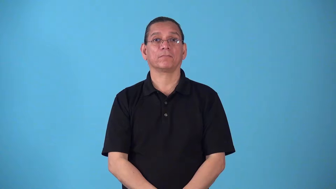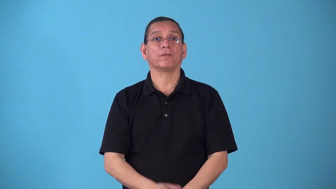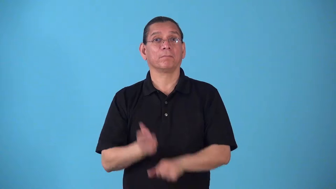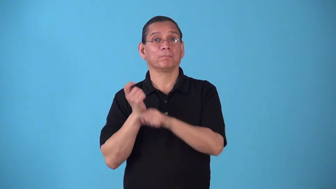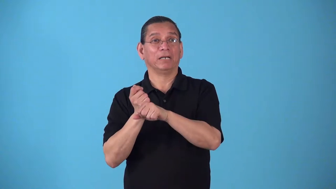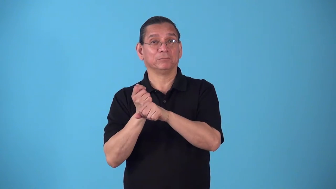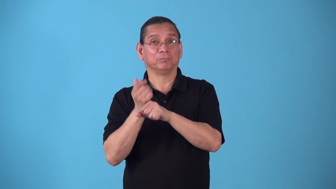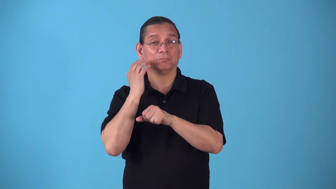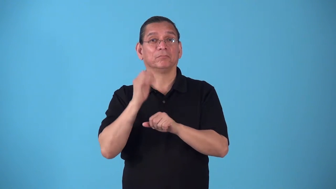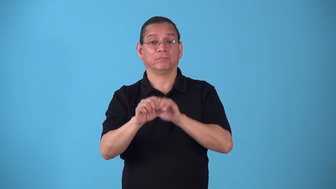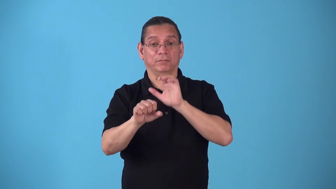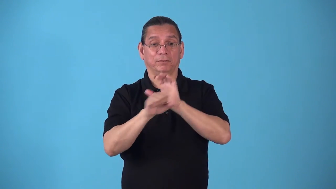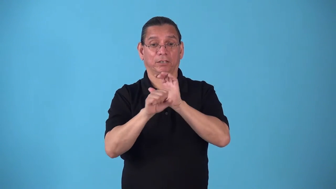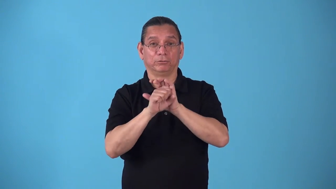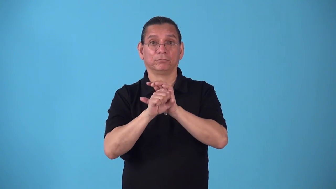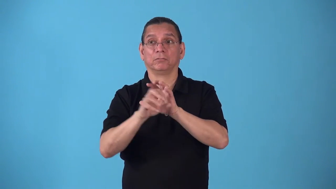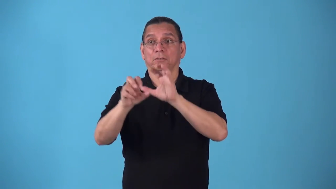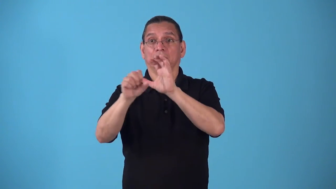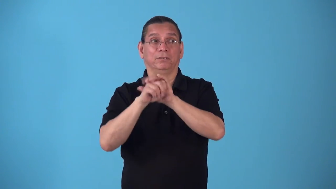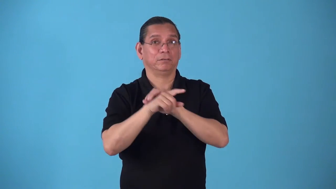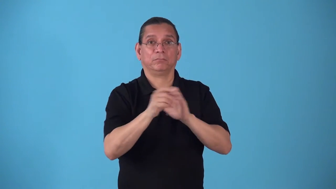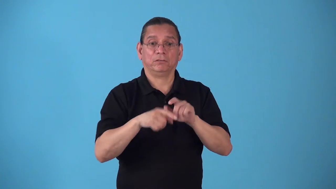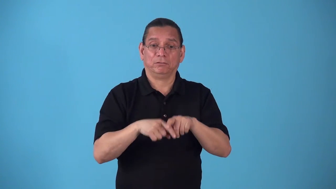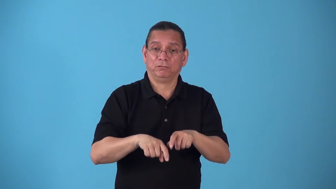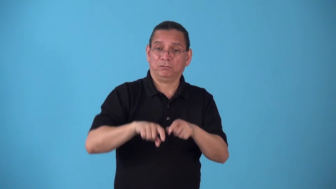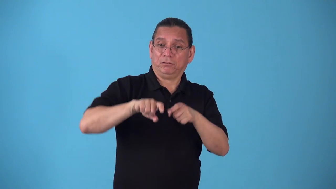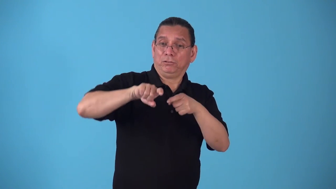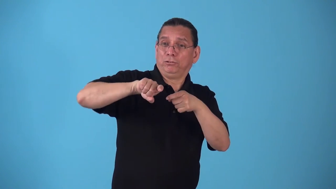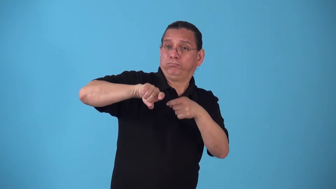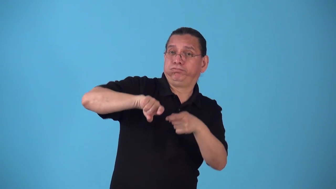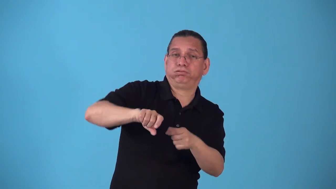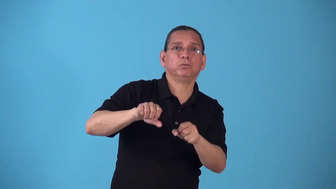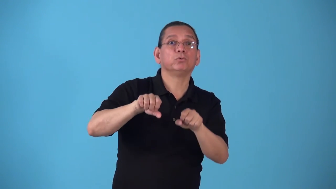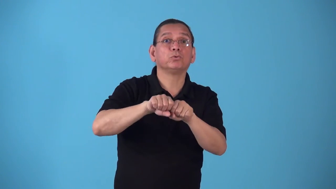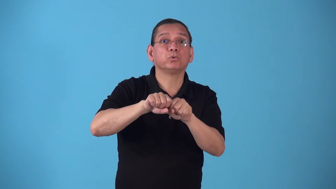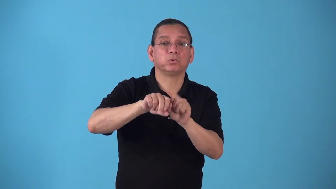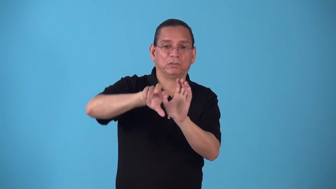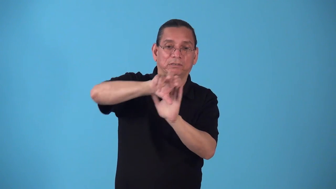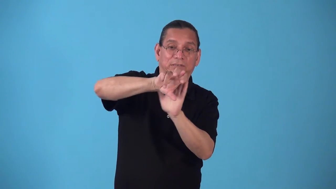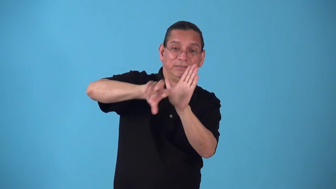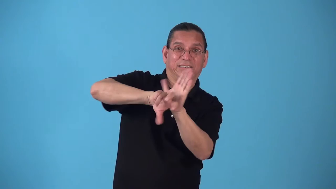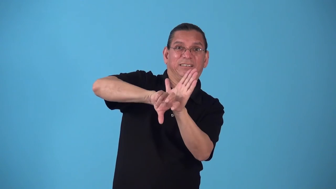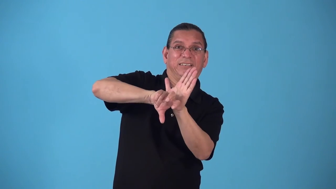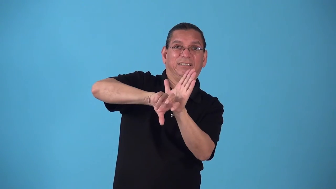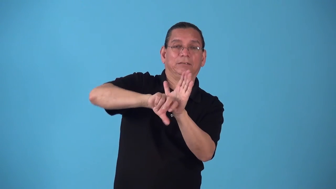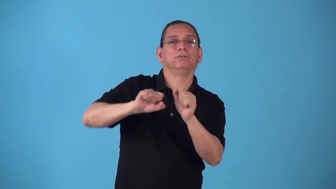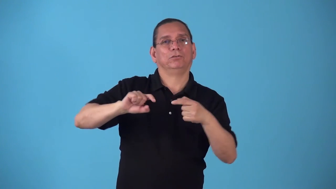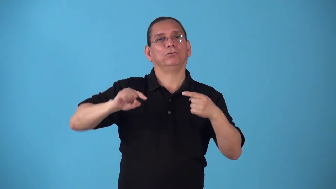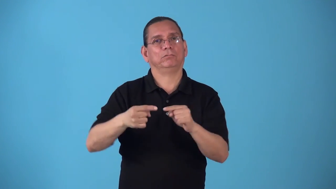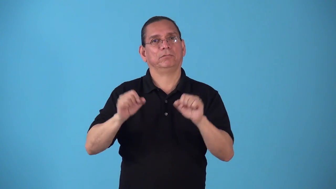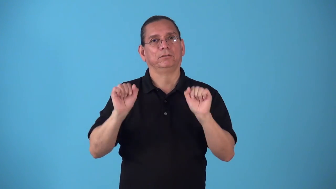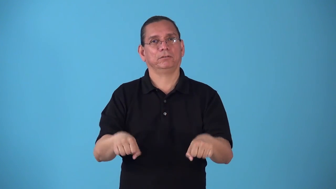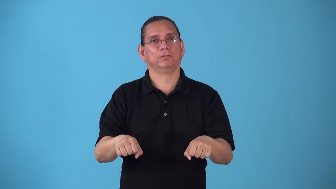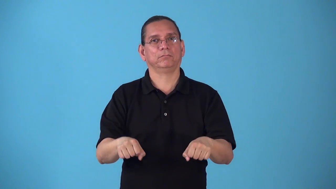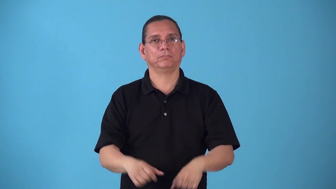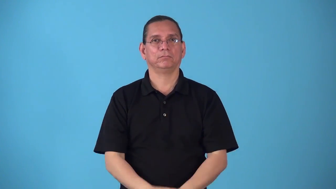spike-baseball verb